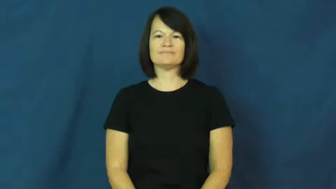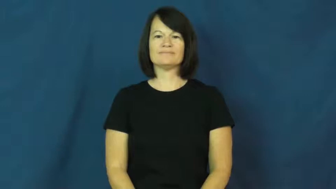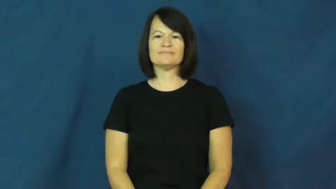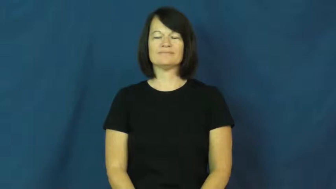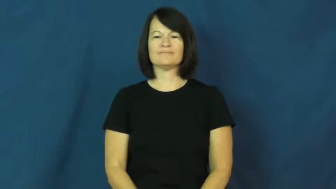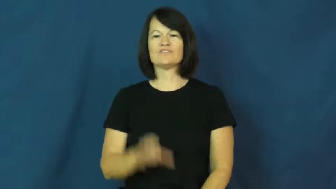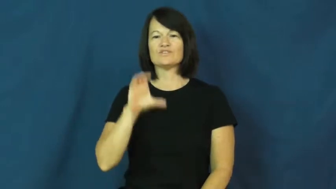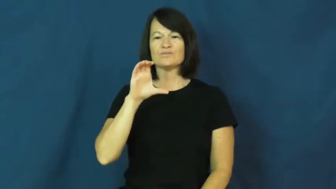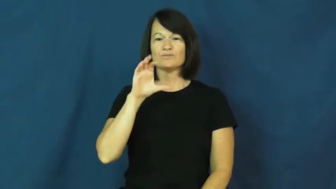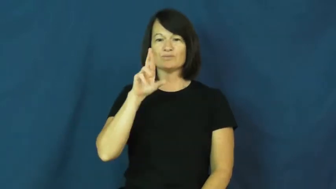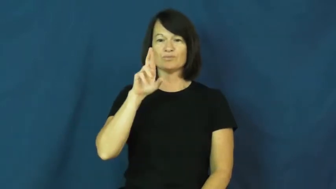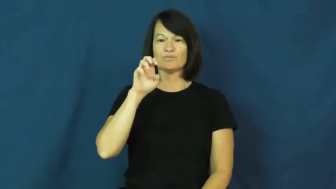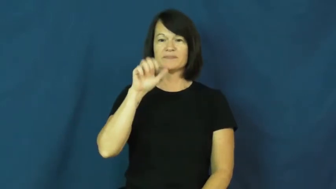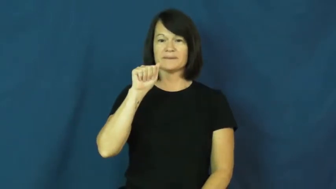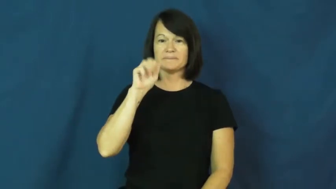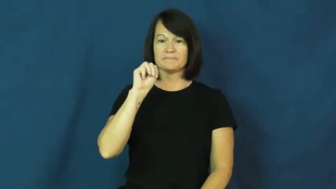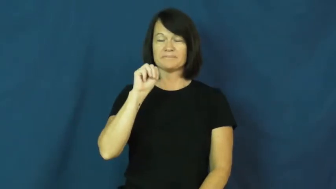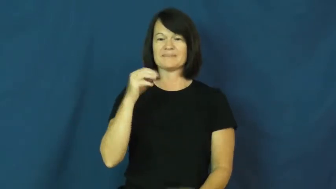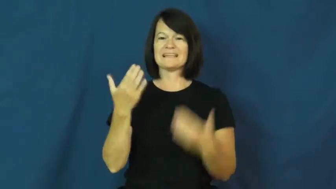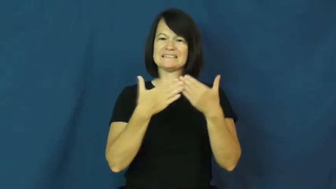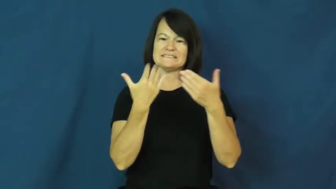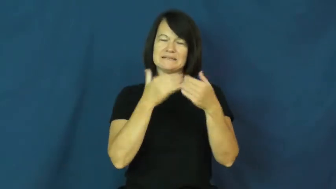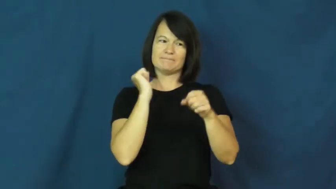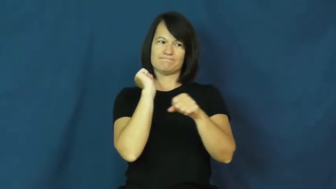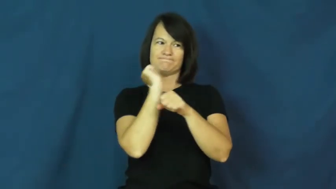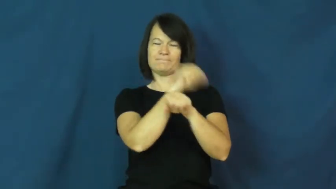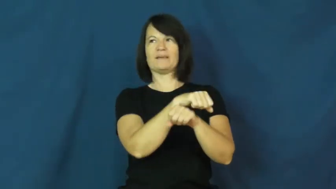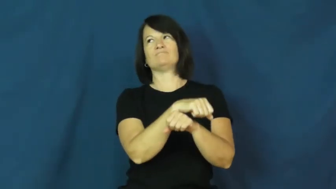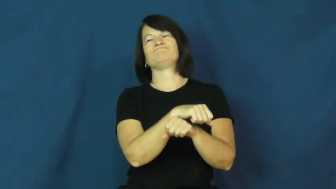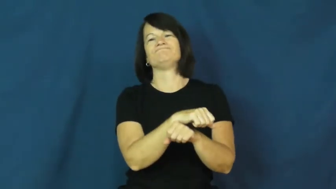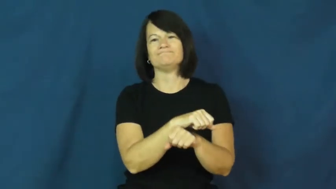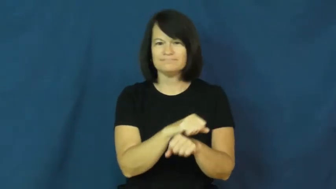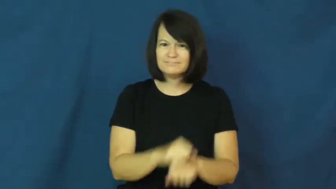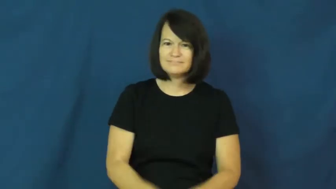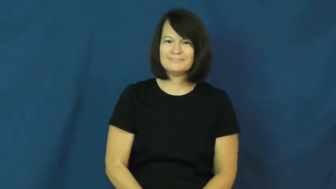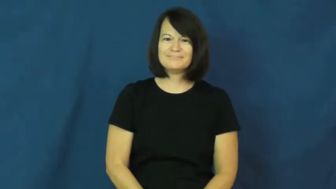cream-beat